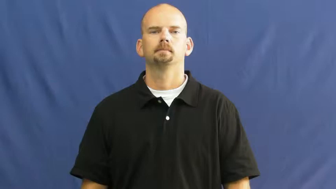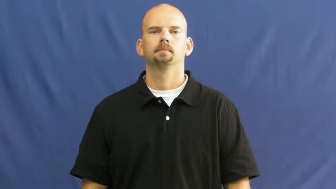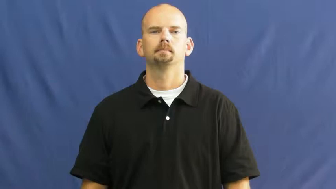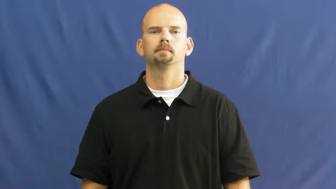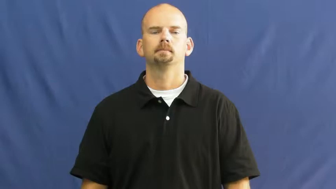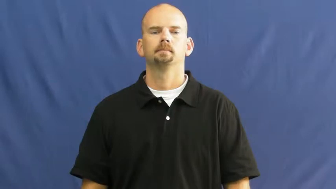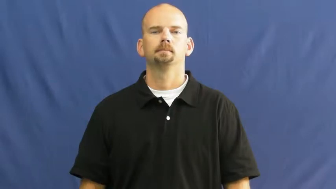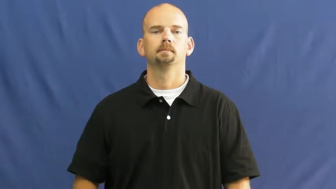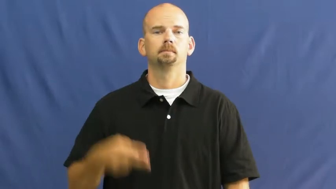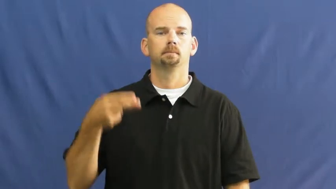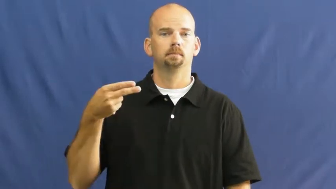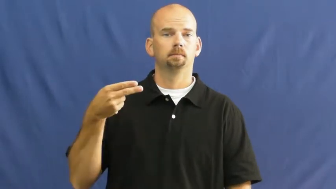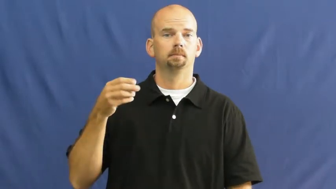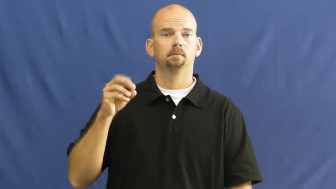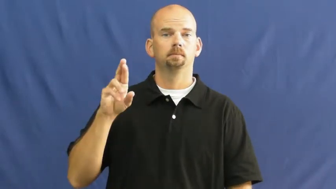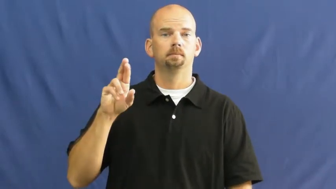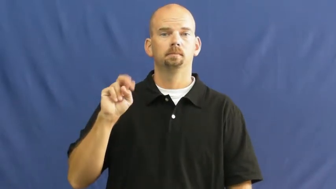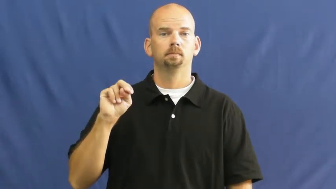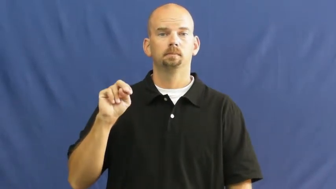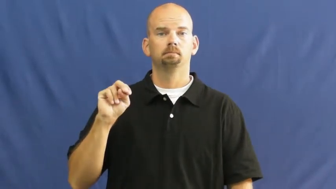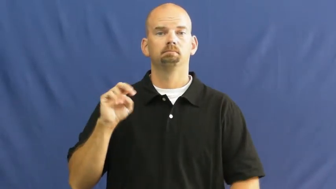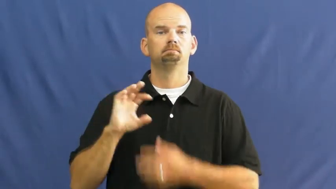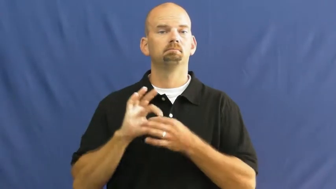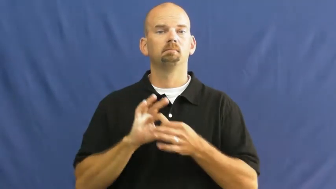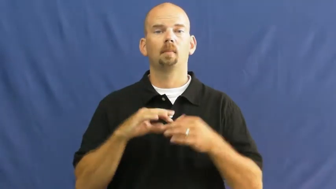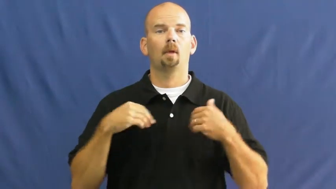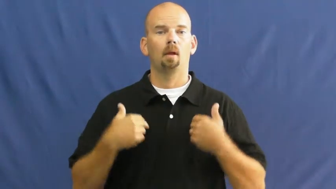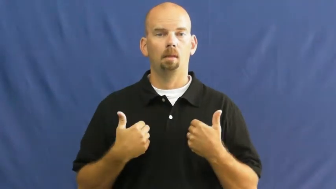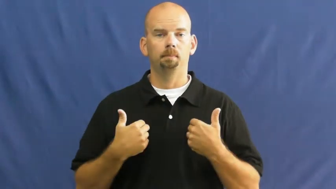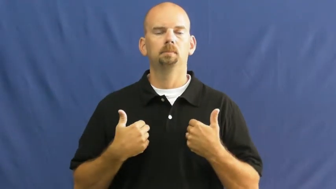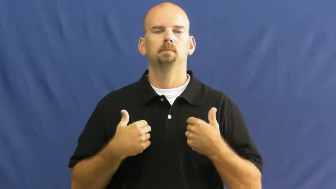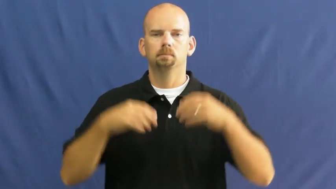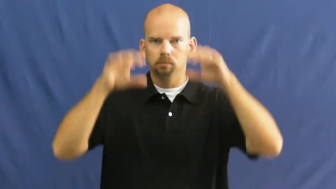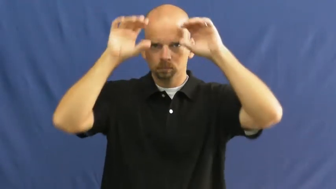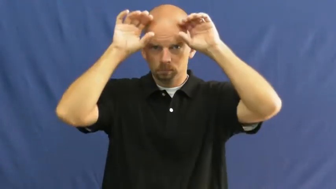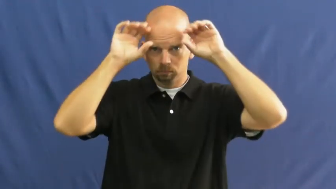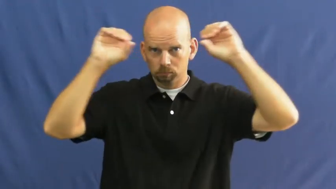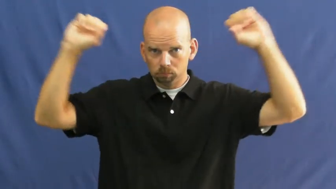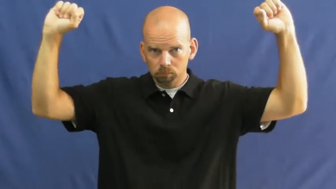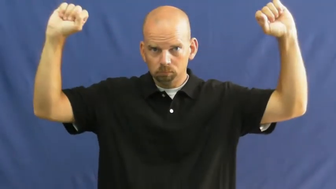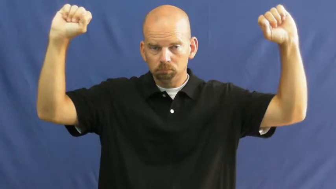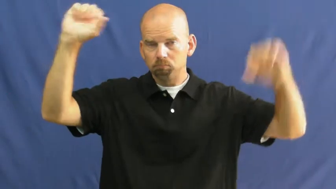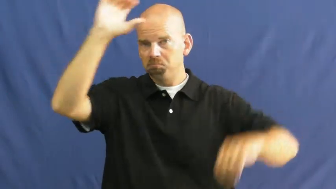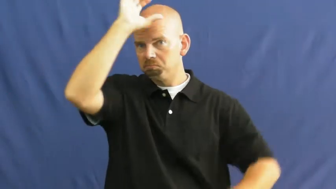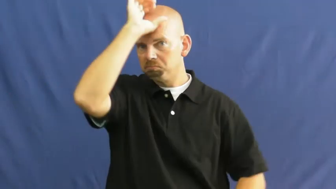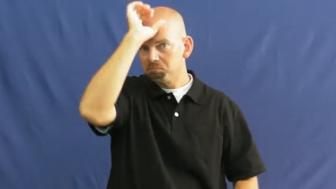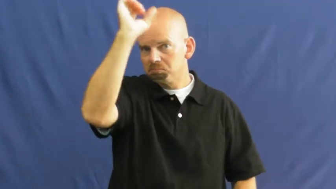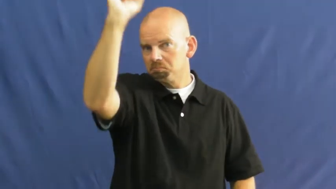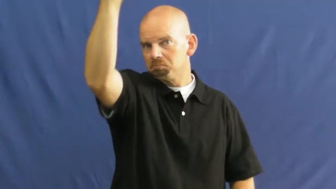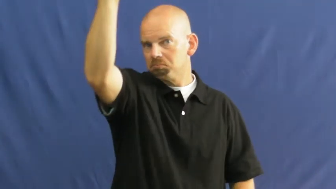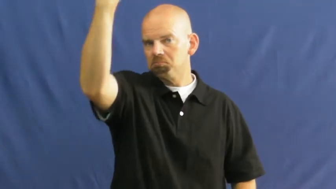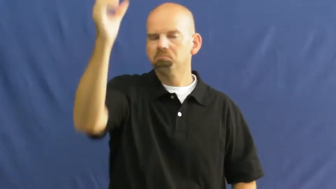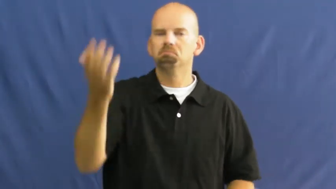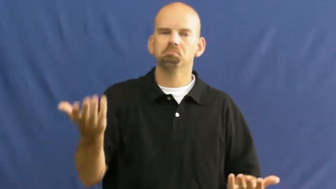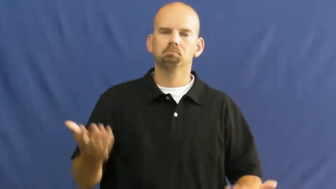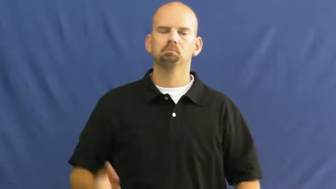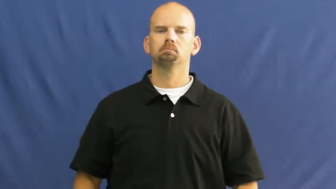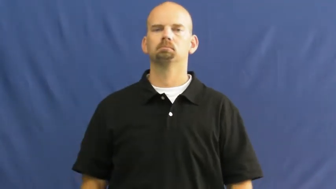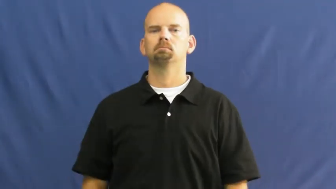horn-animal